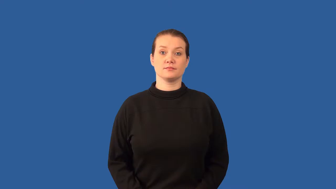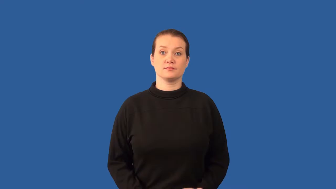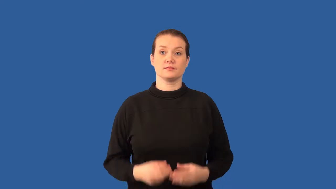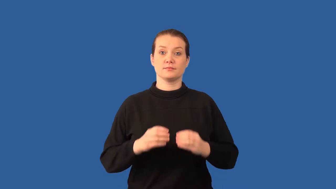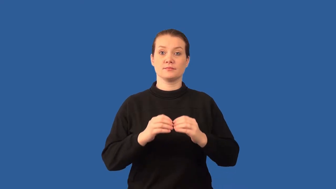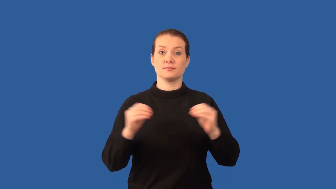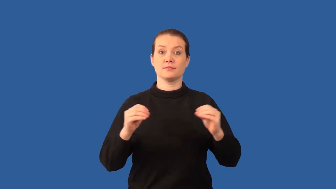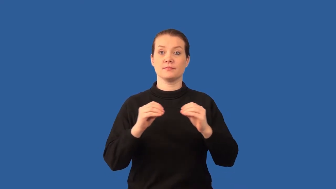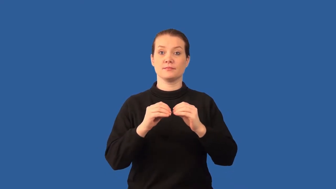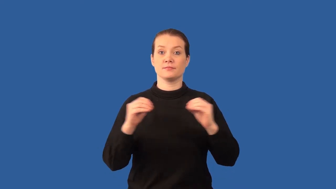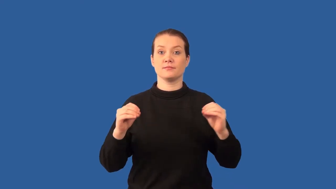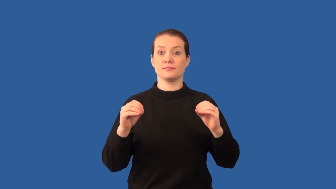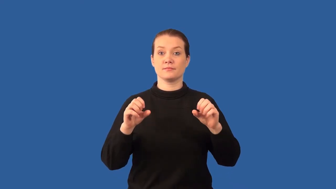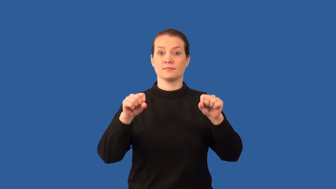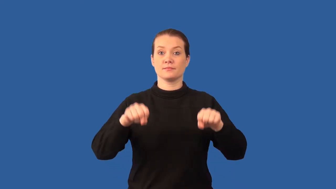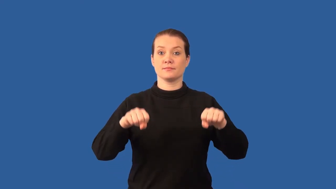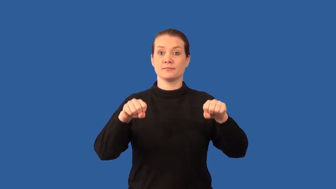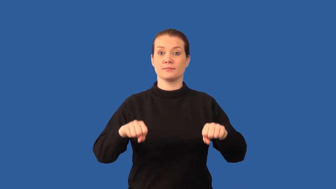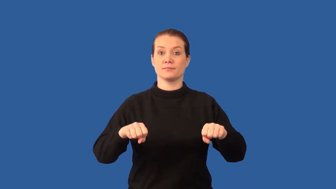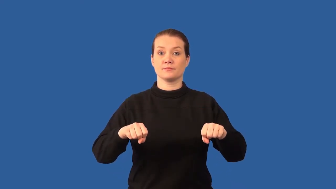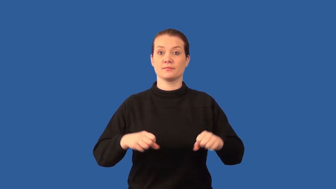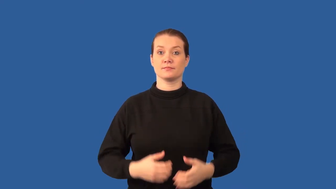ferromagnetism